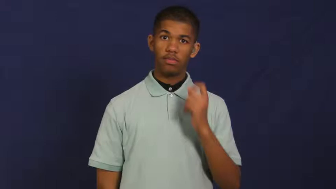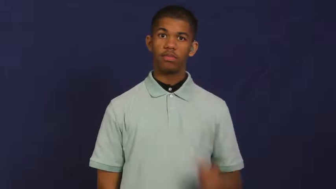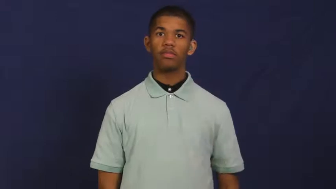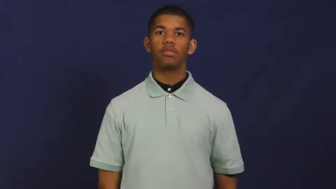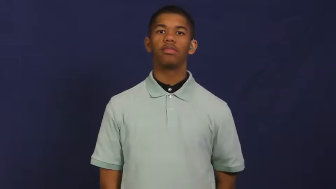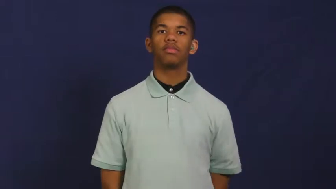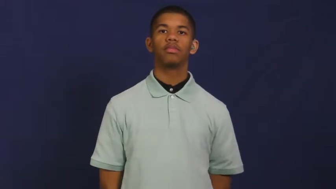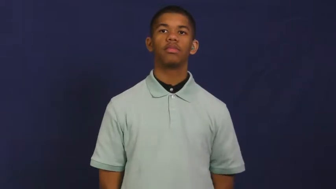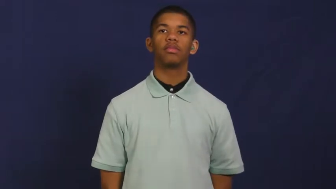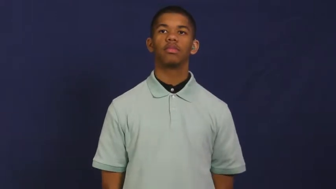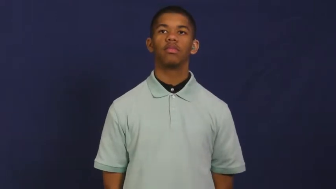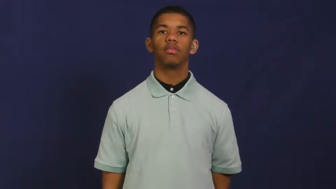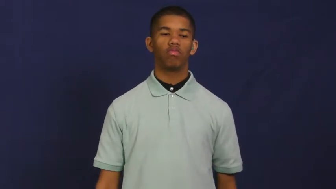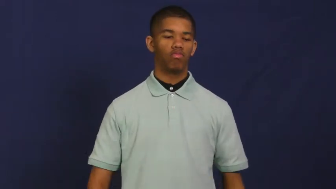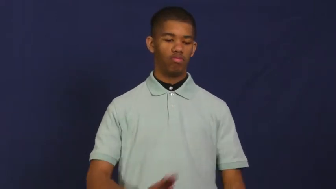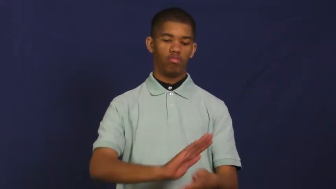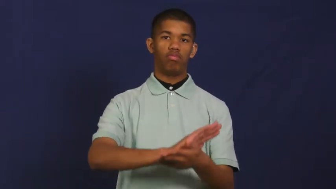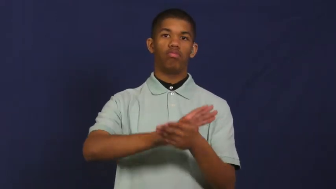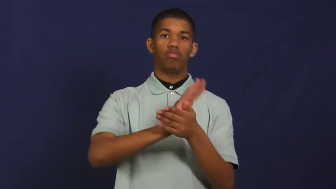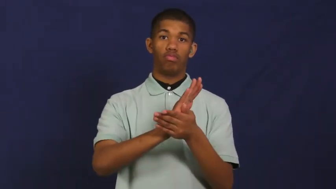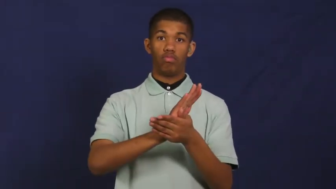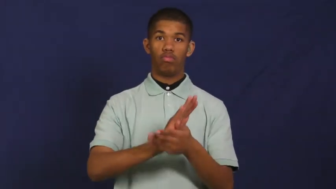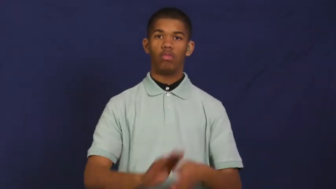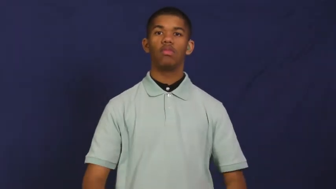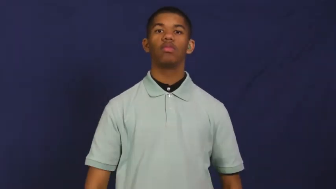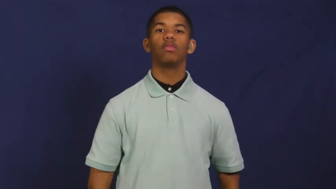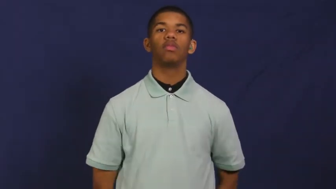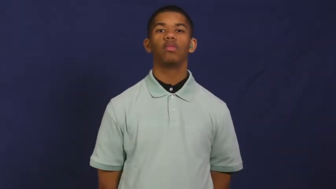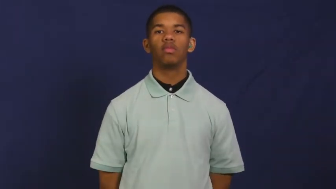mash,mash up